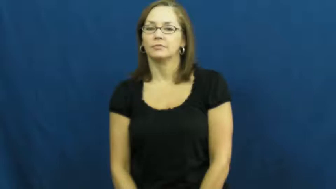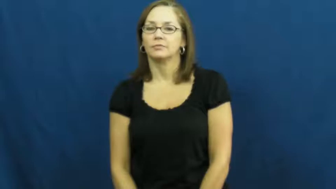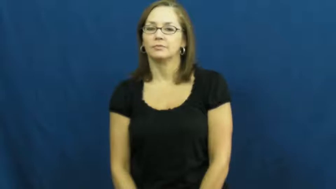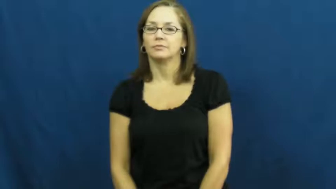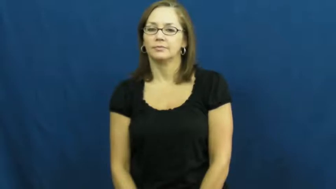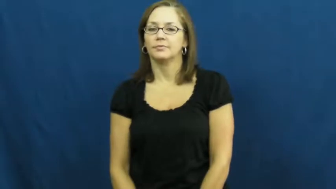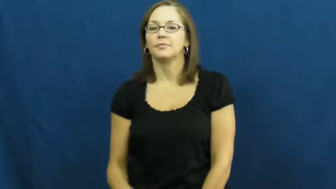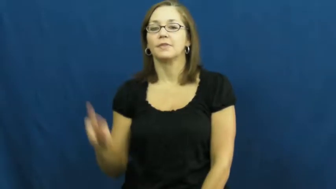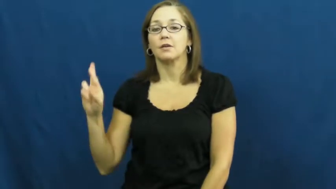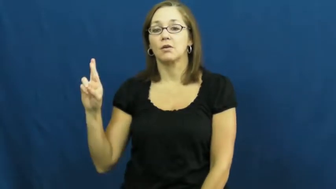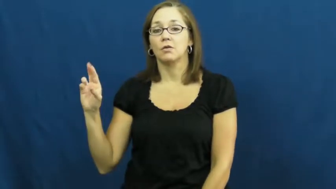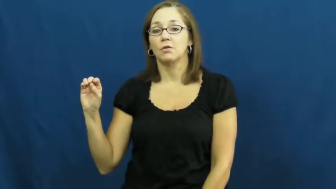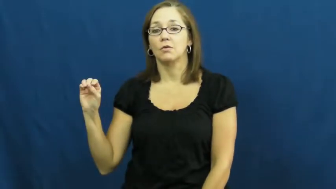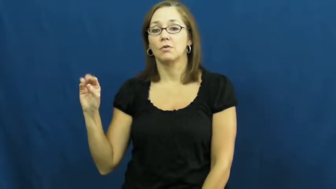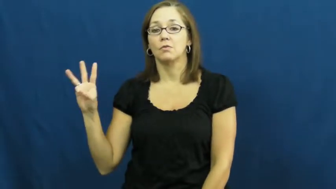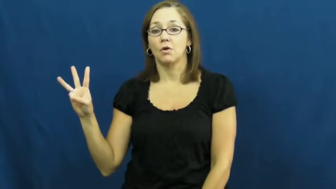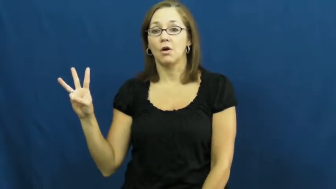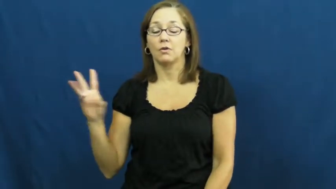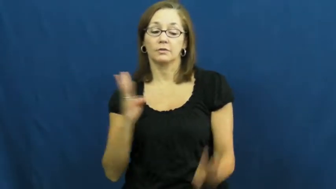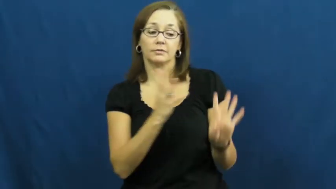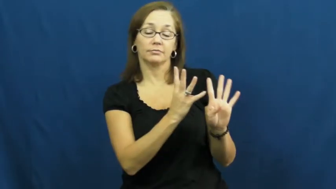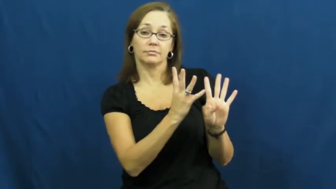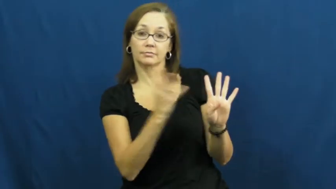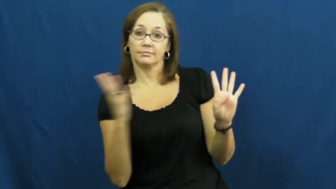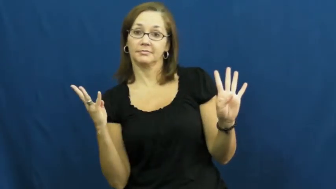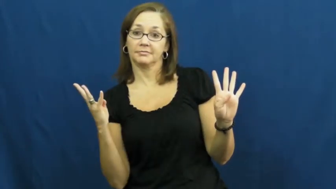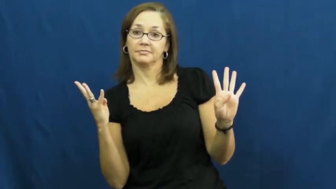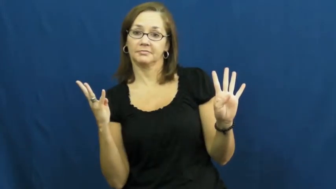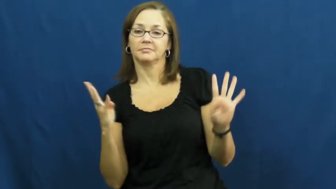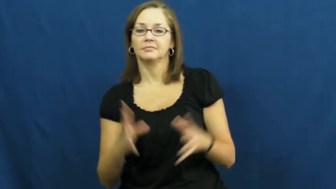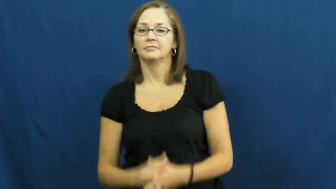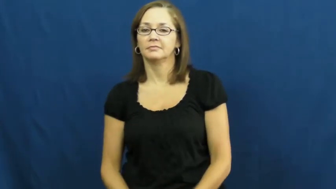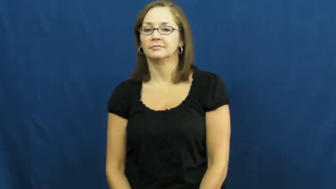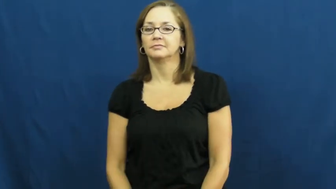row-line